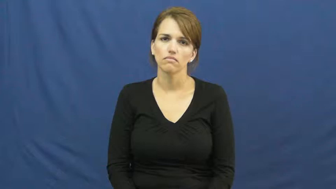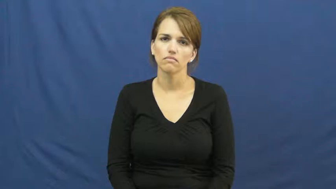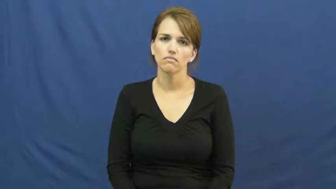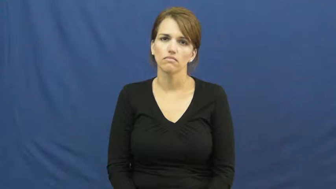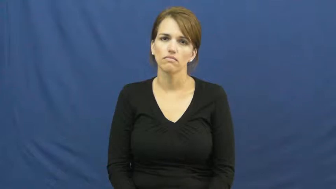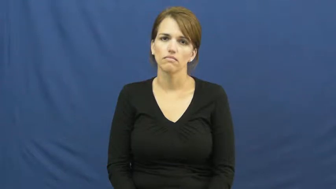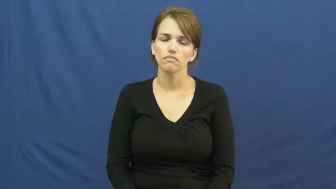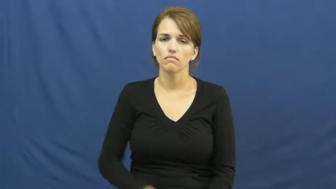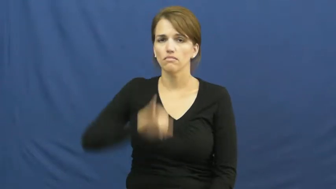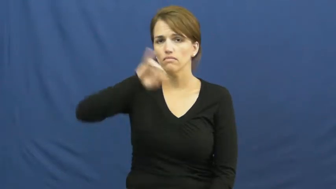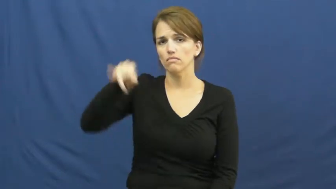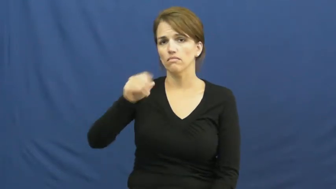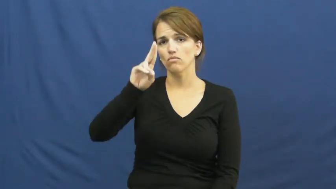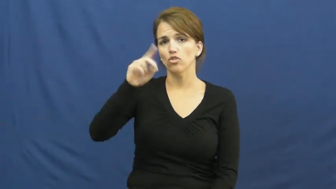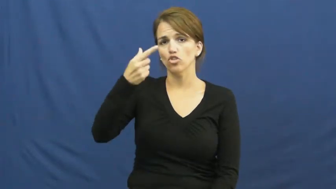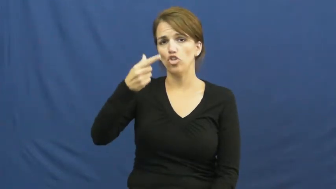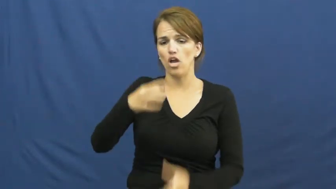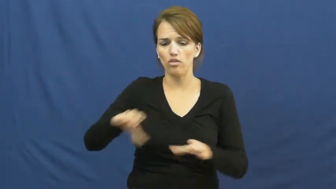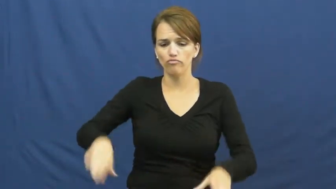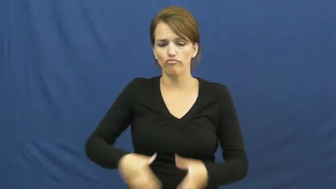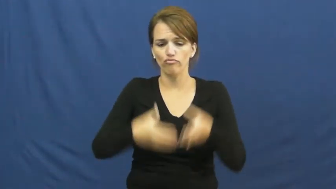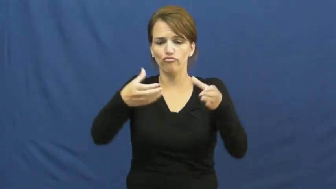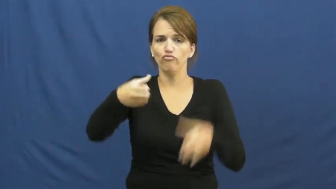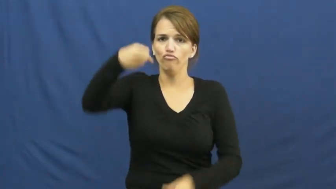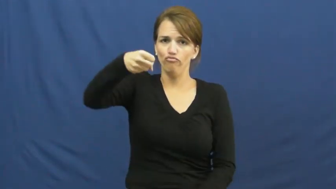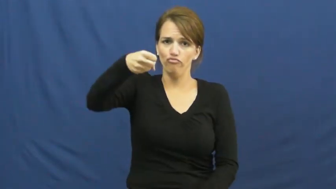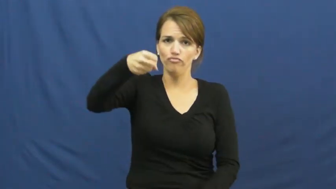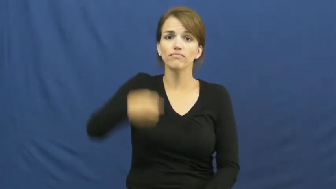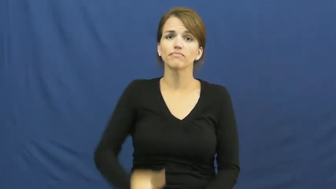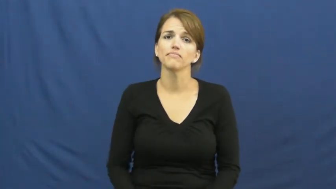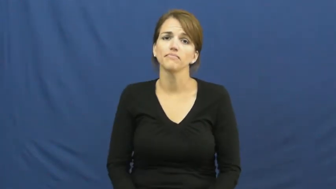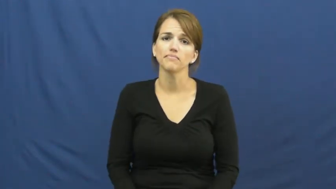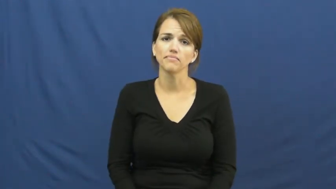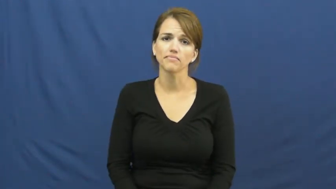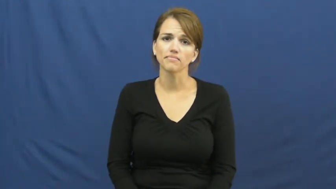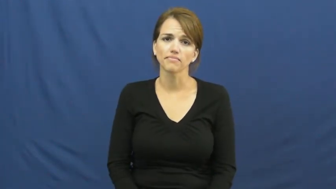jug